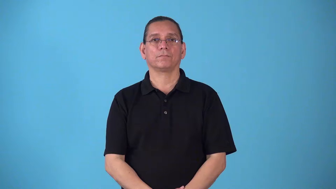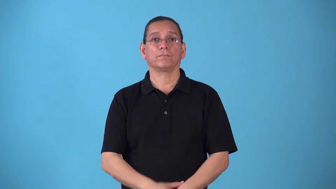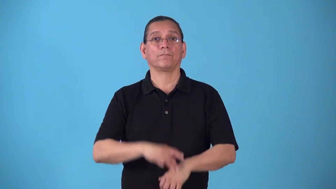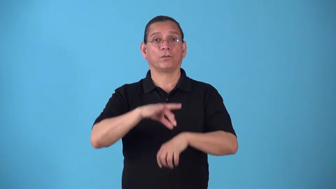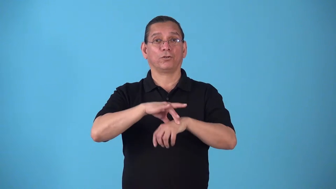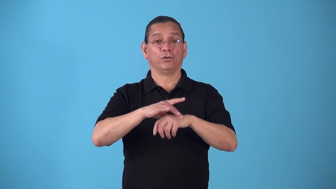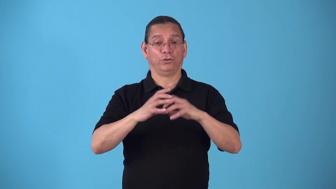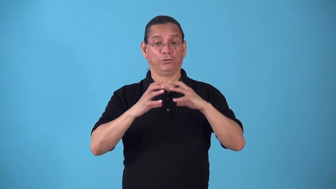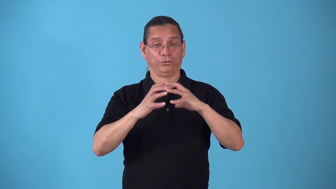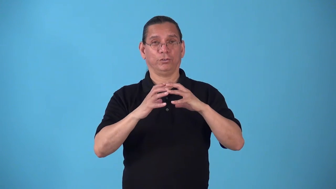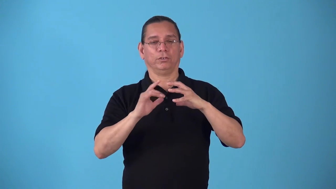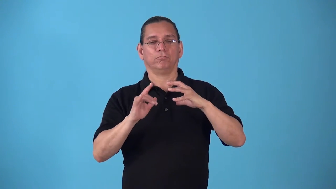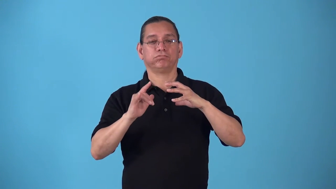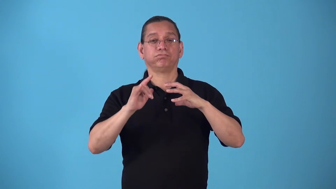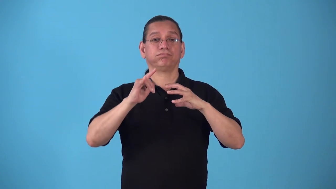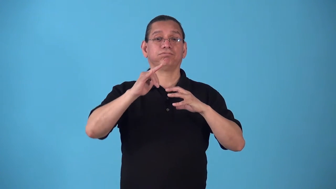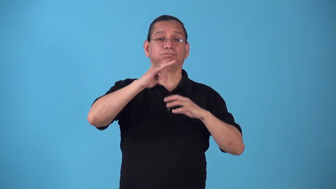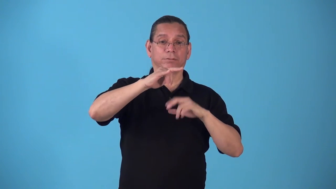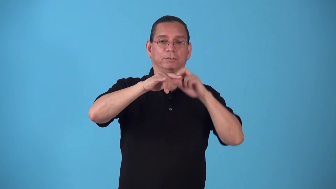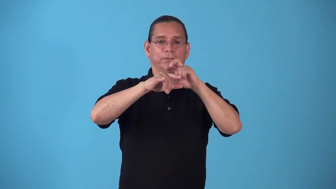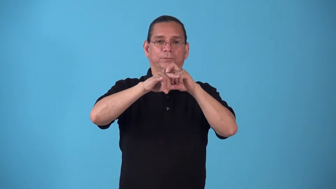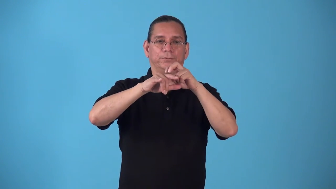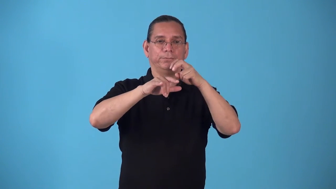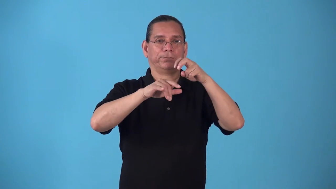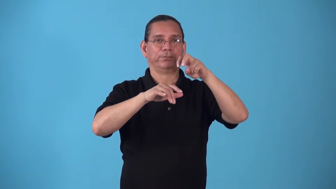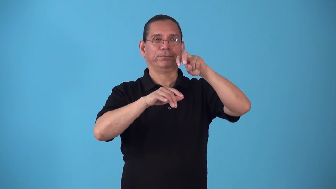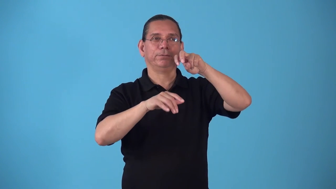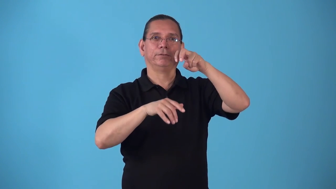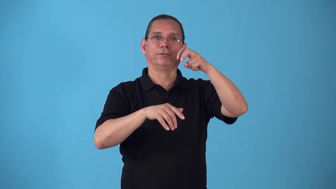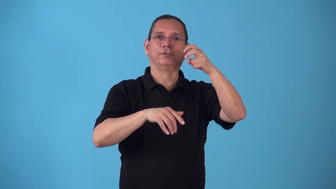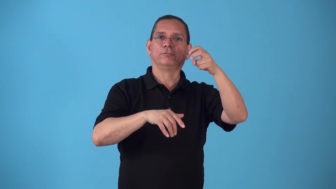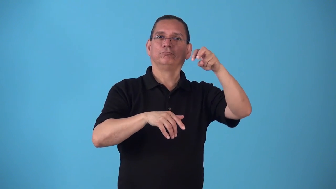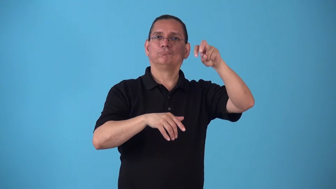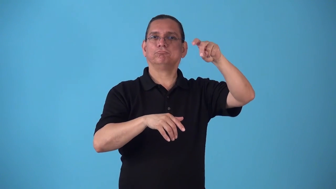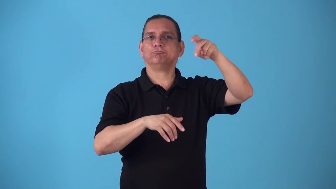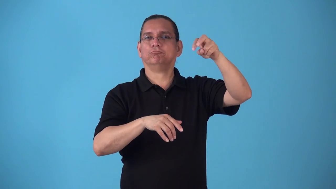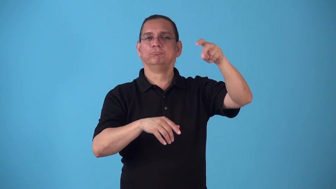spacewalk